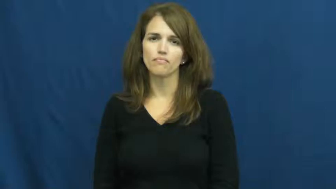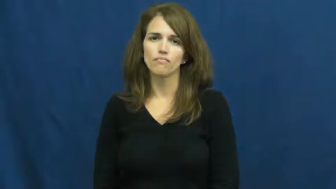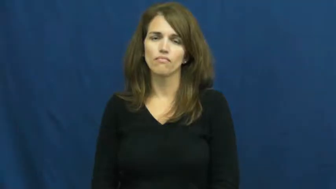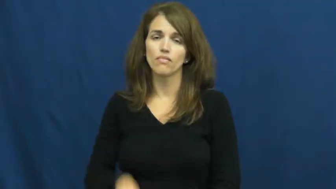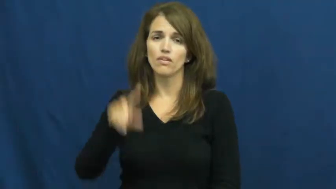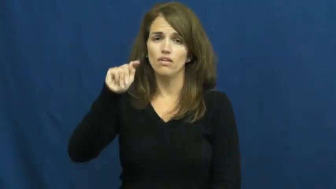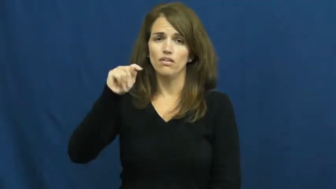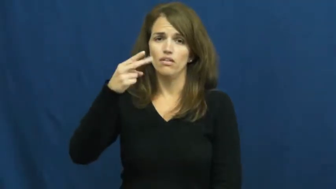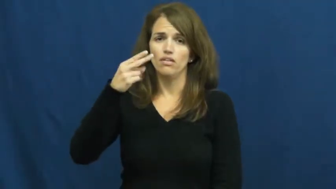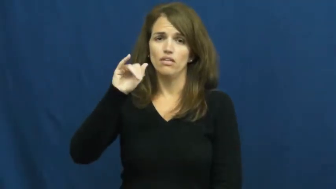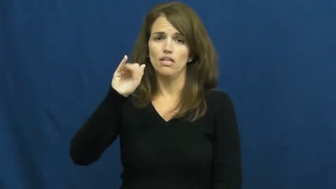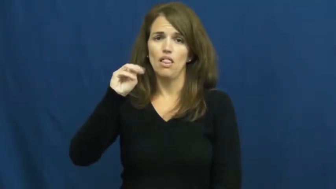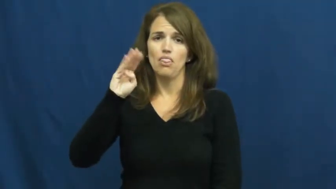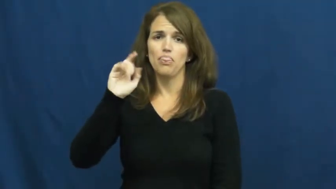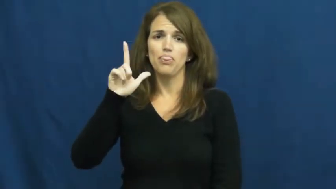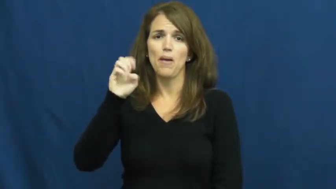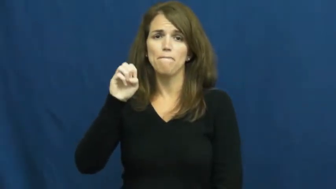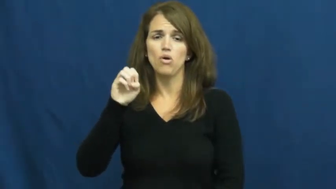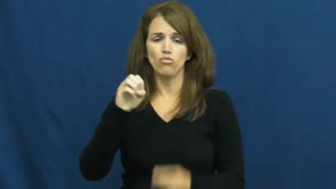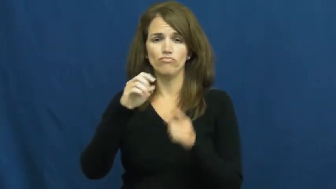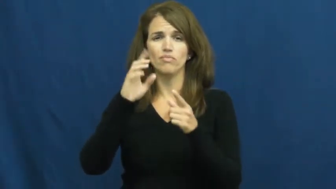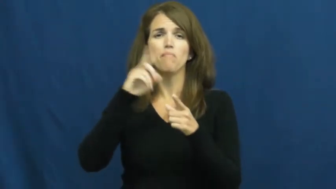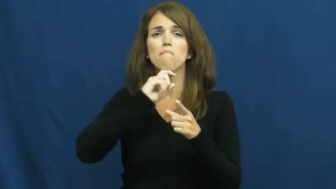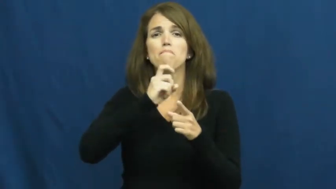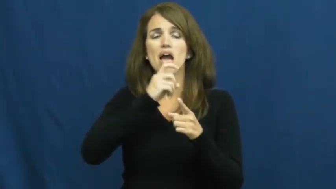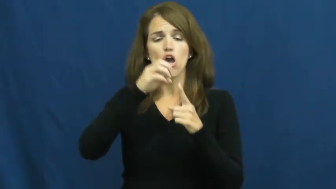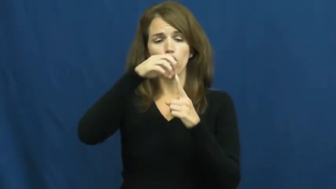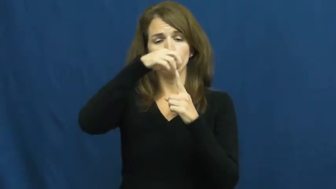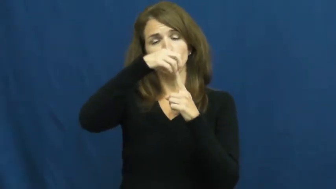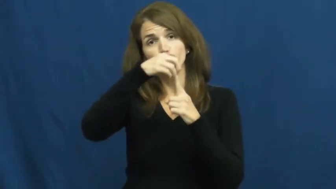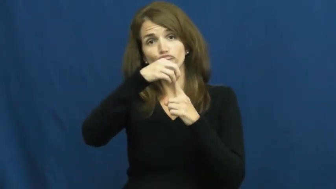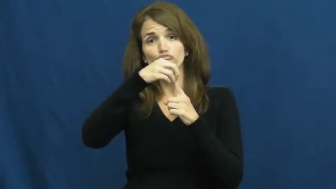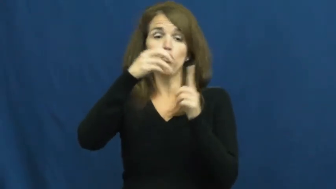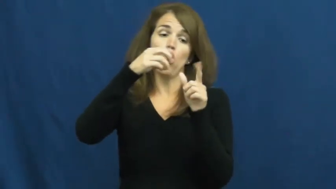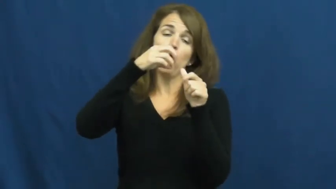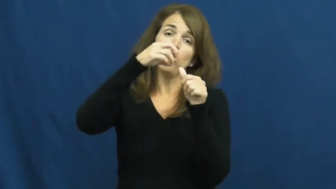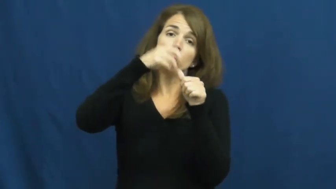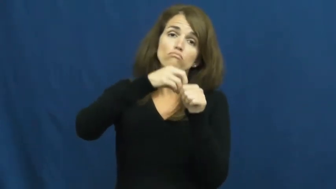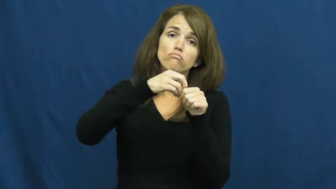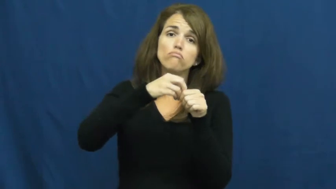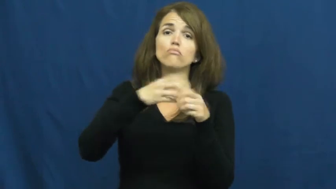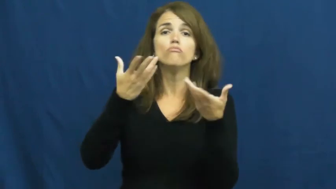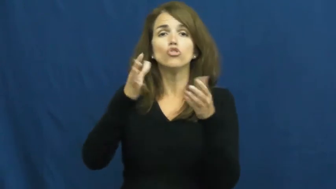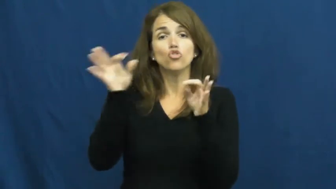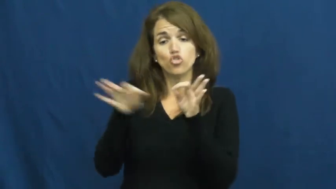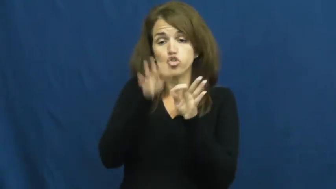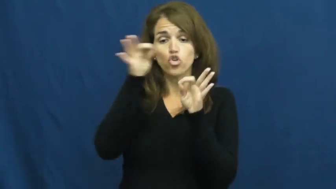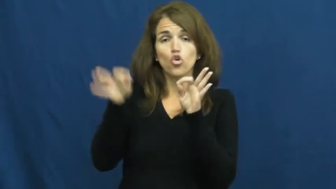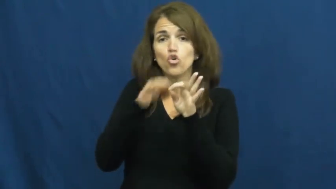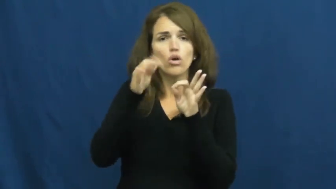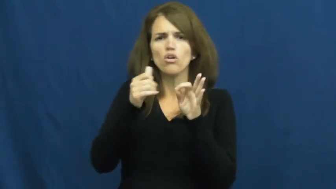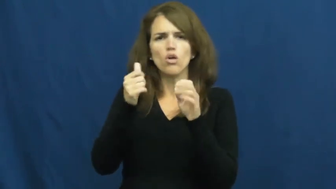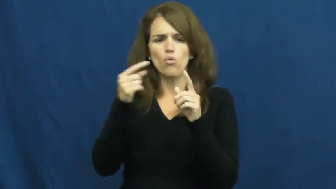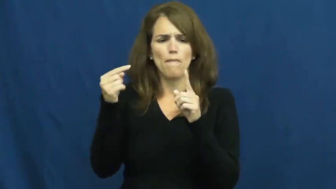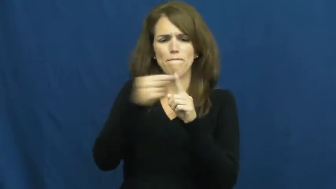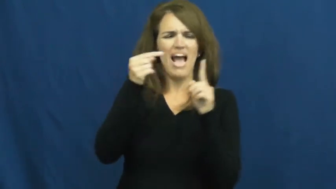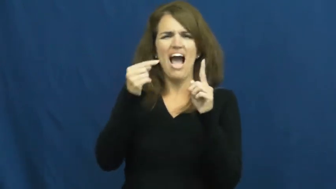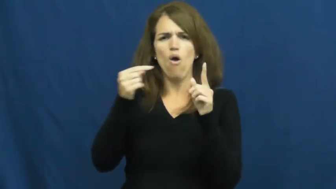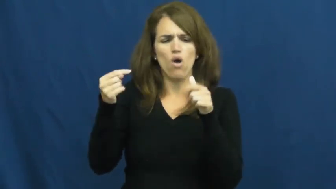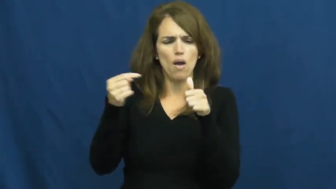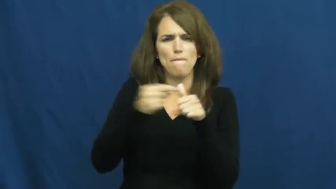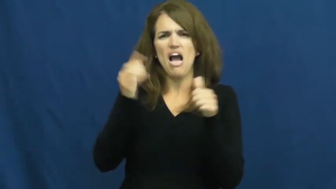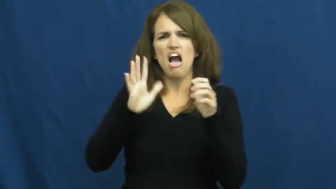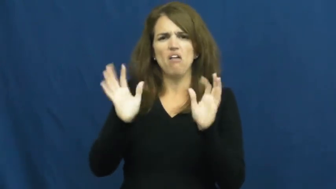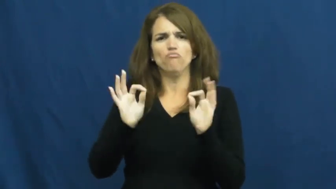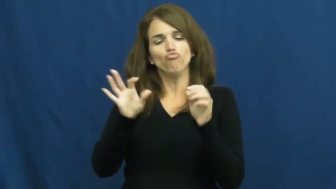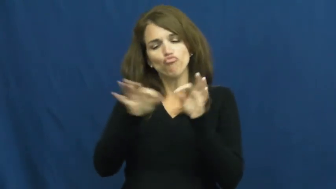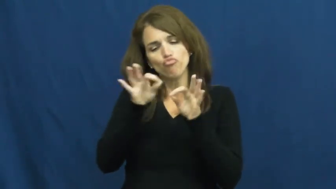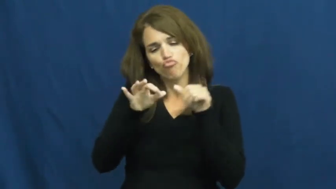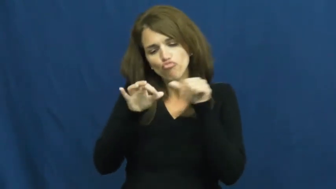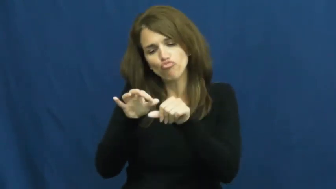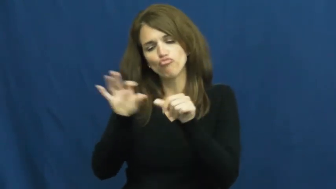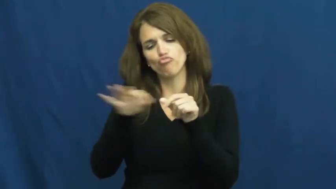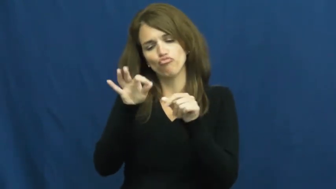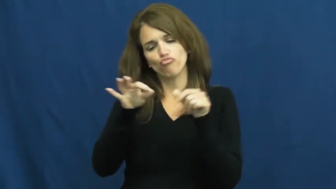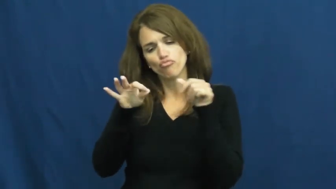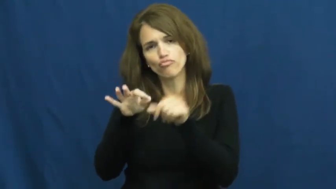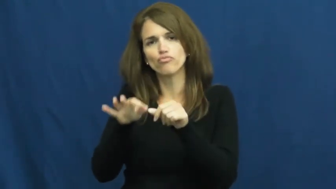thimble